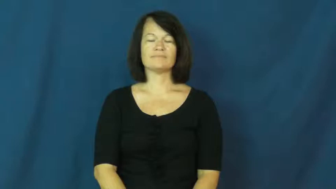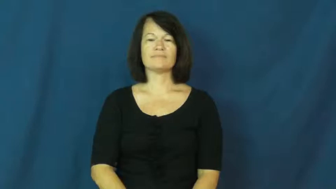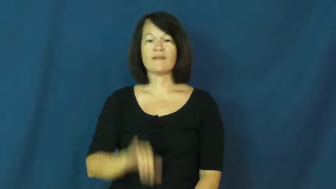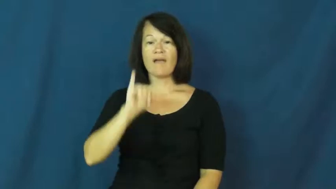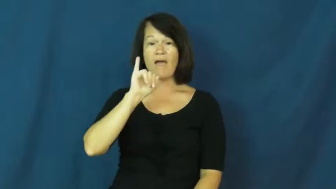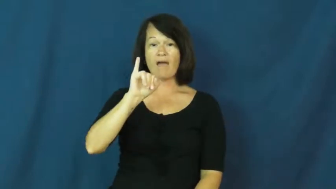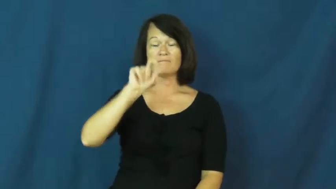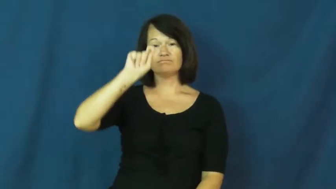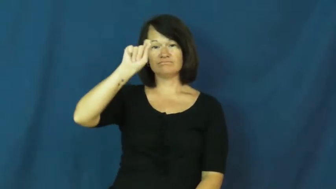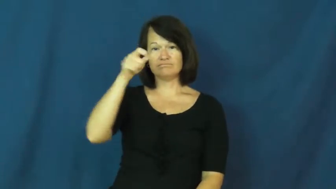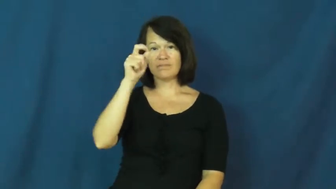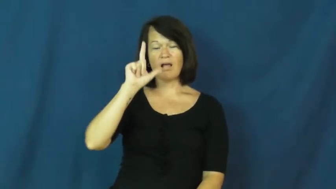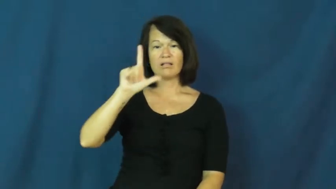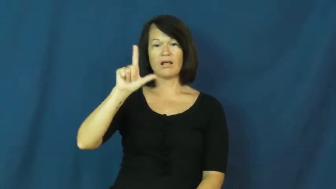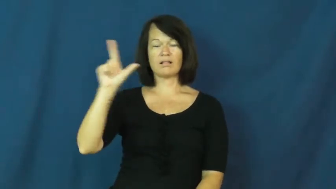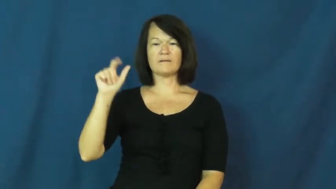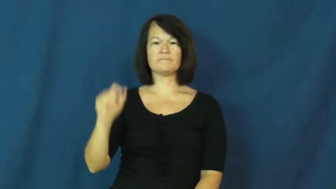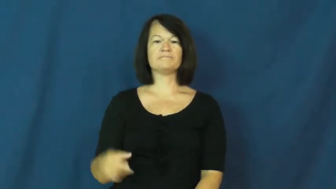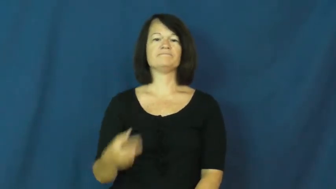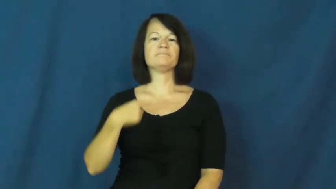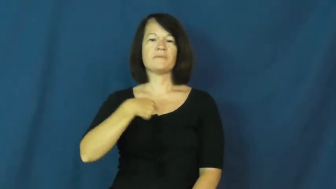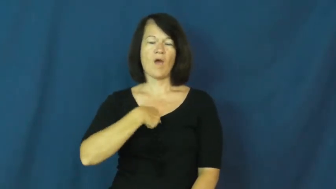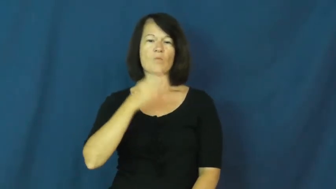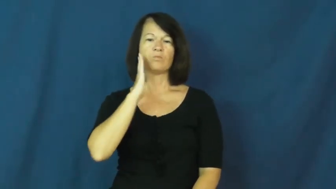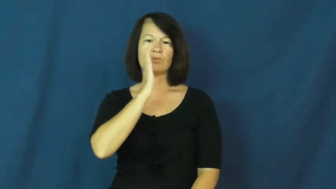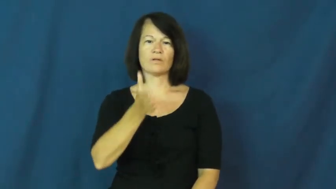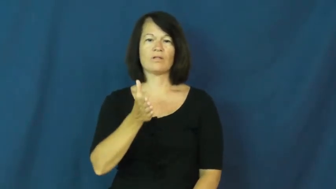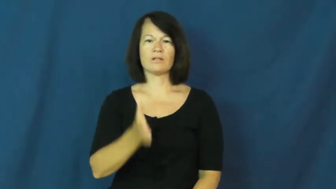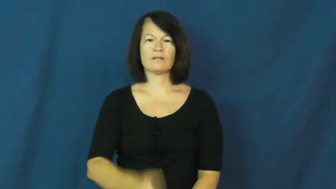I'll